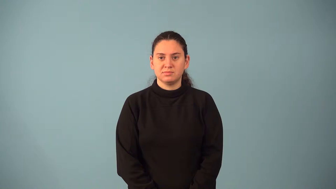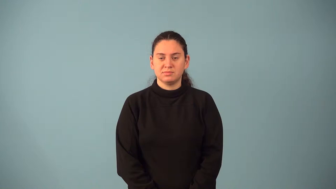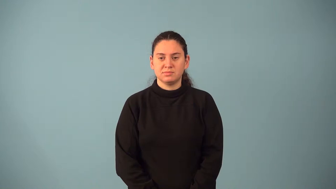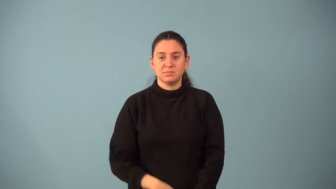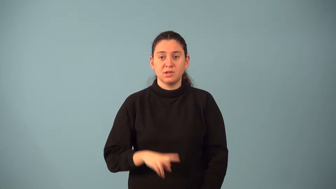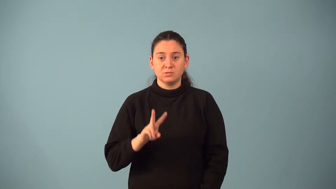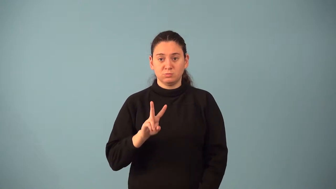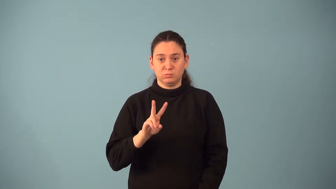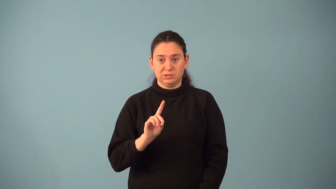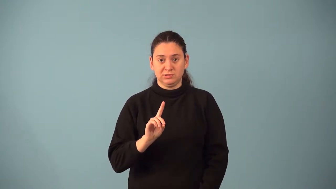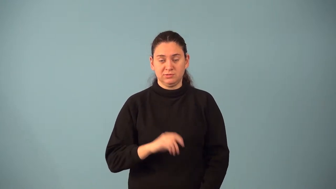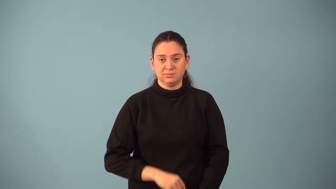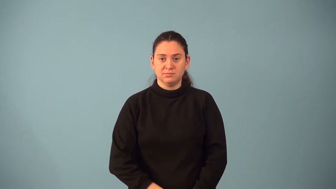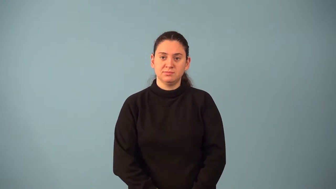two-dimensional